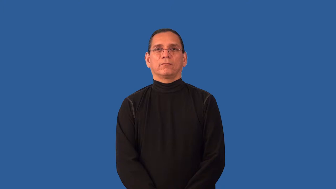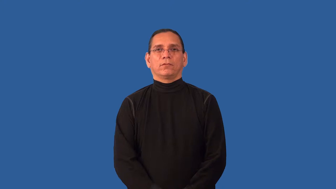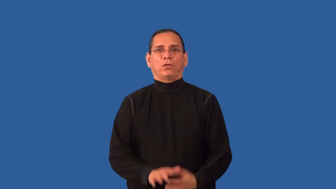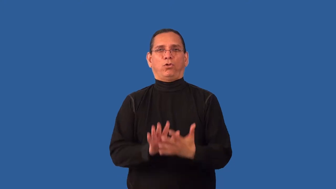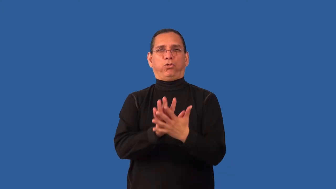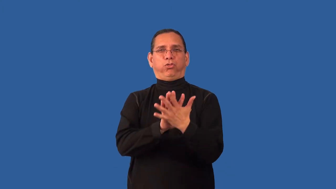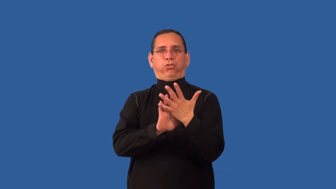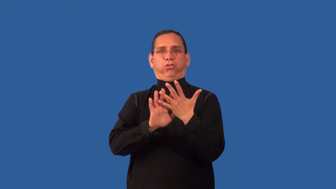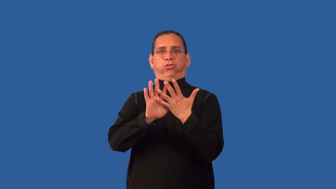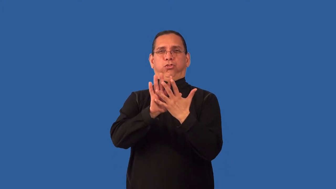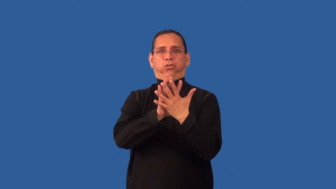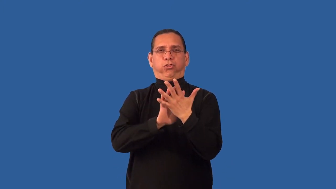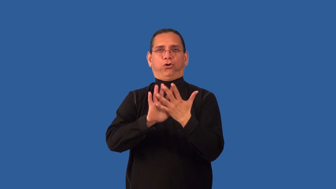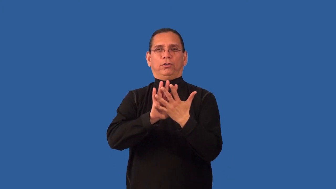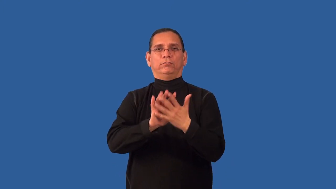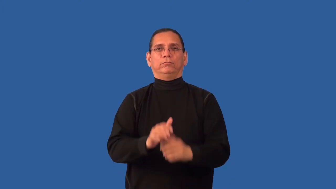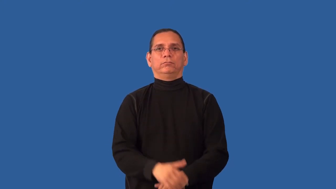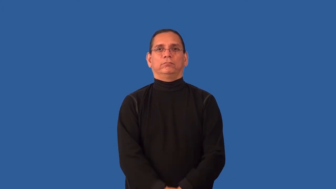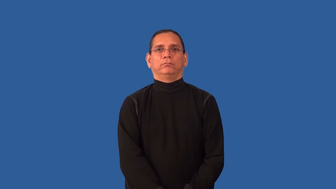incoherent